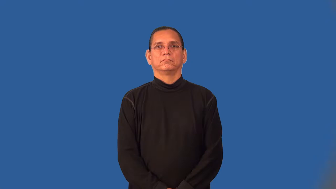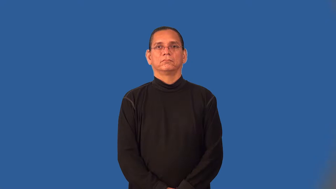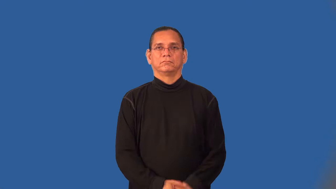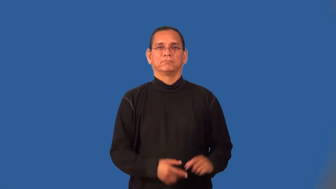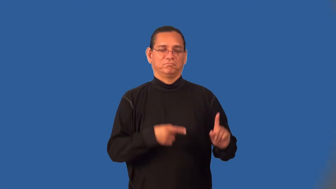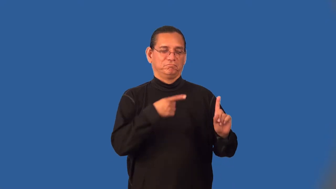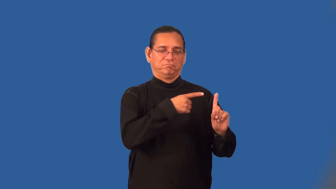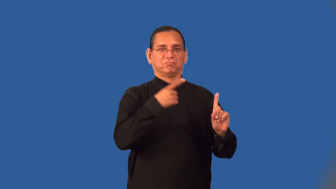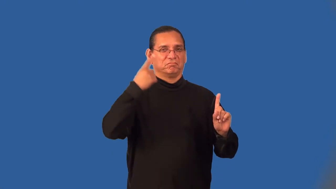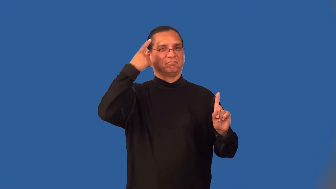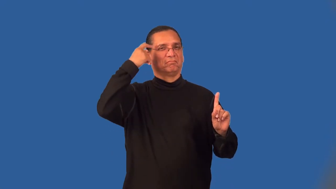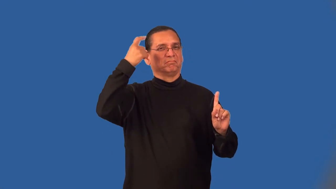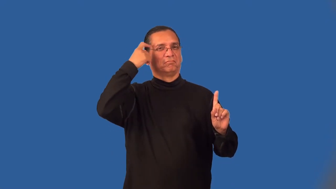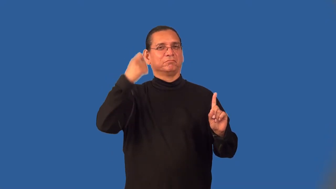suspect-person